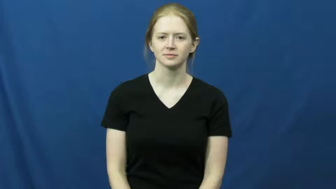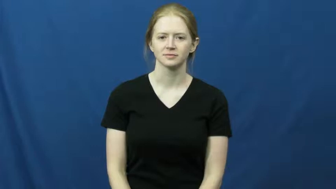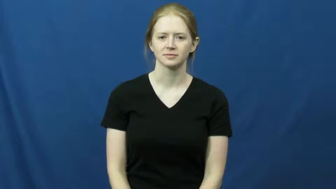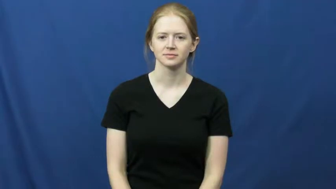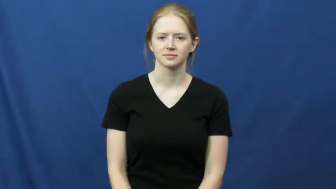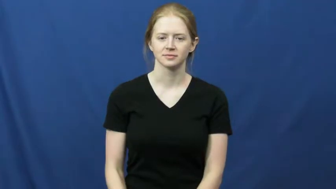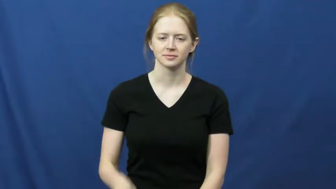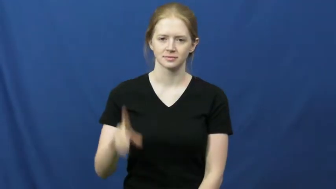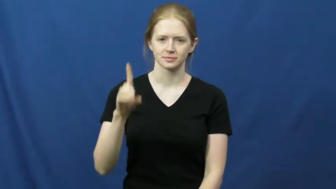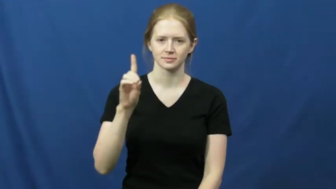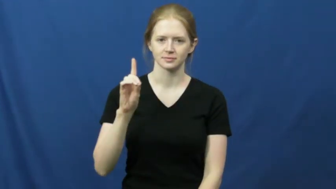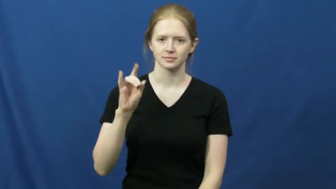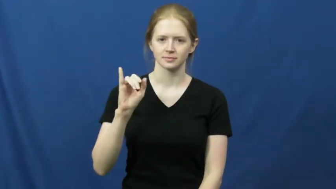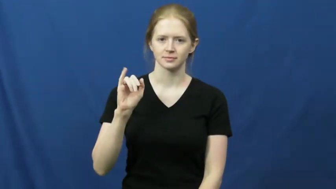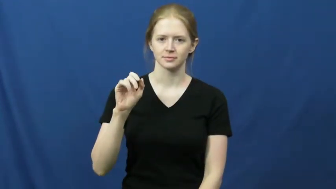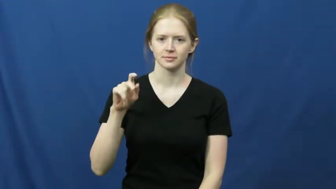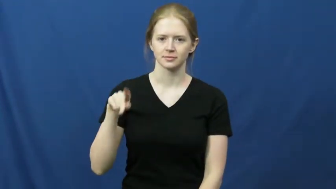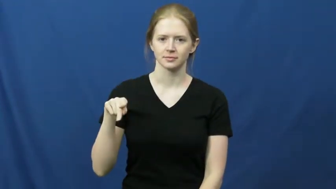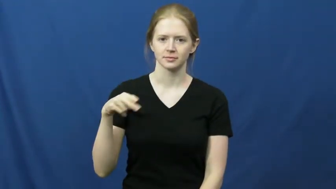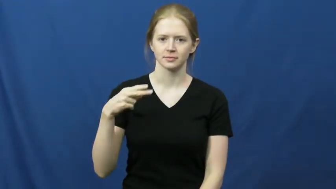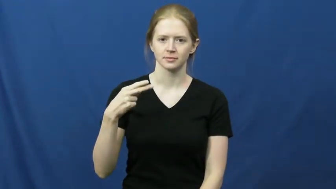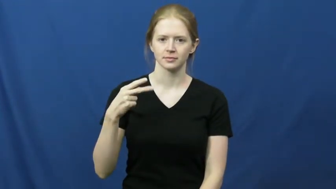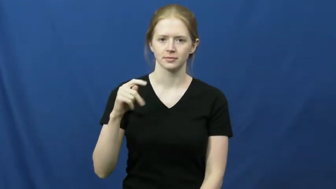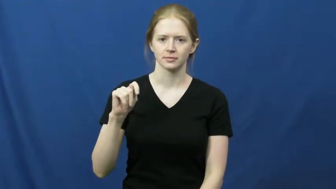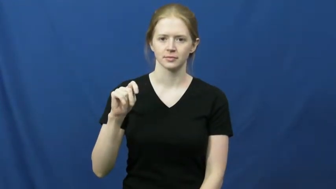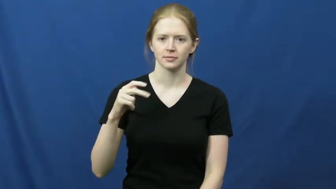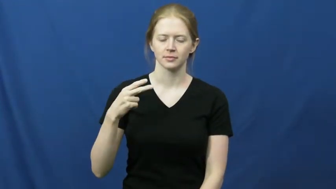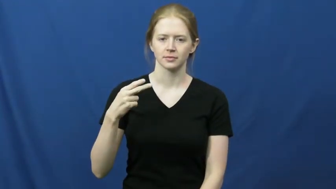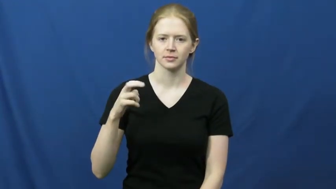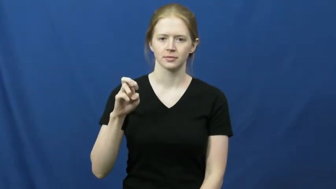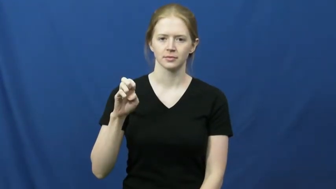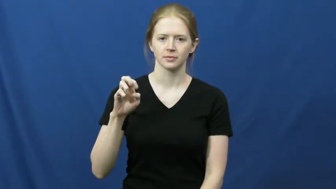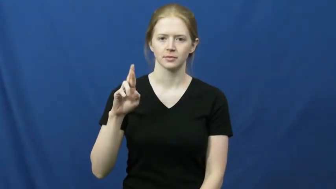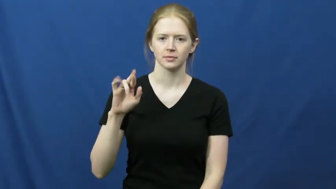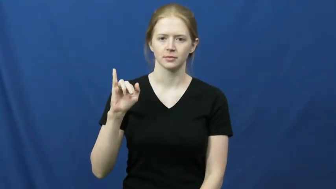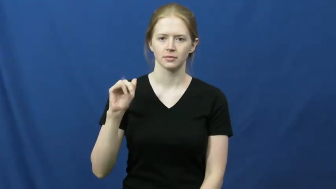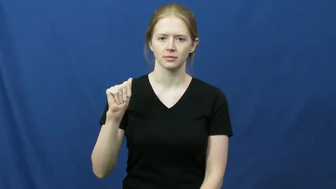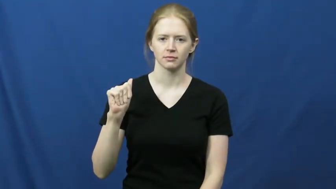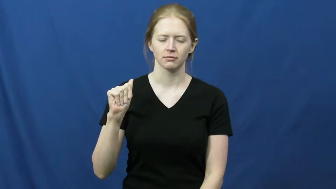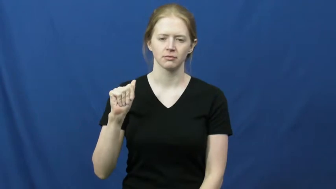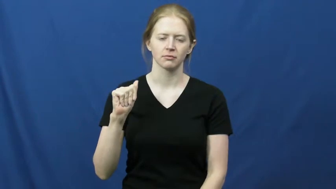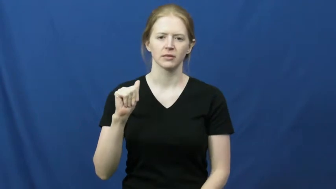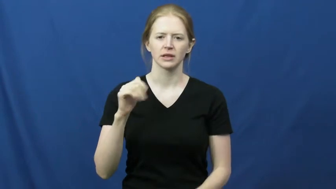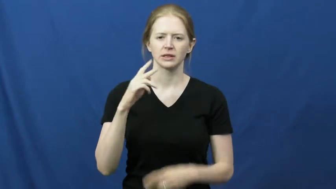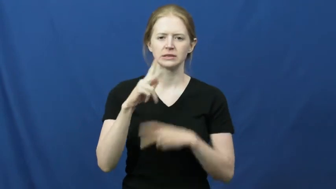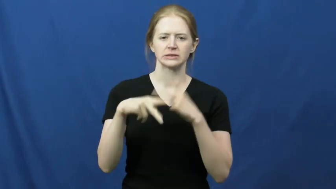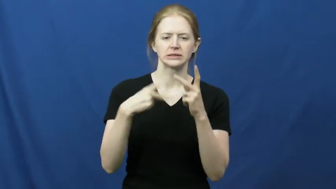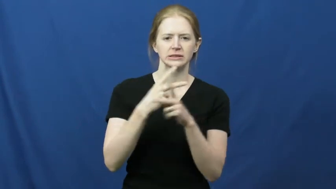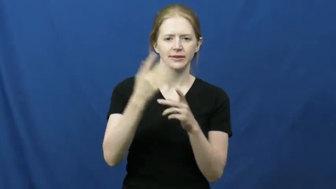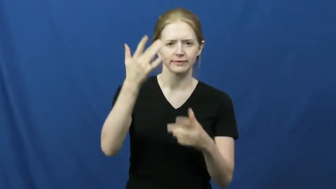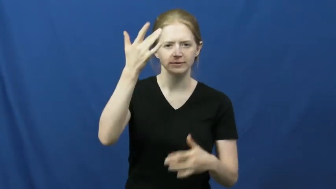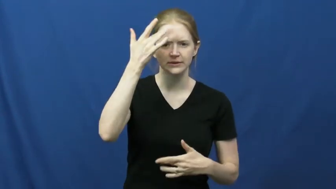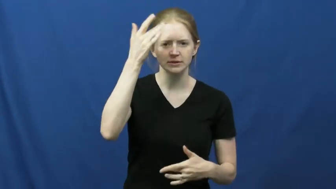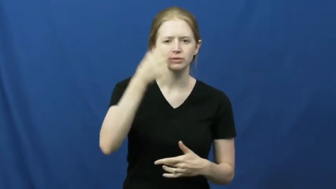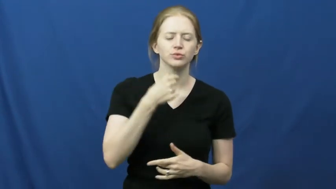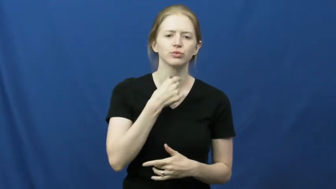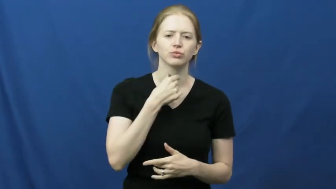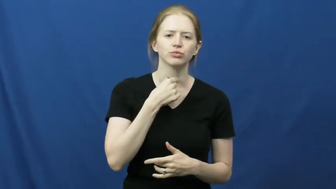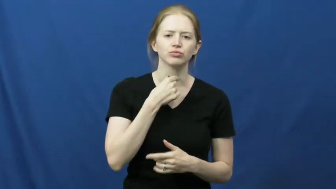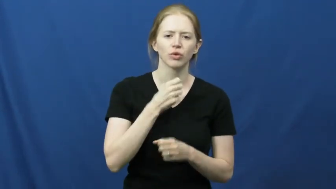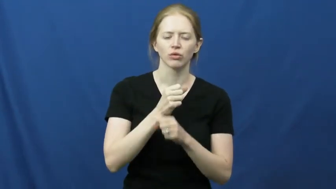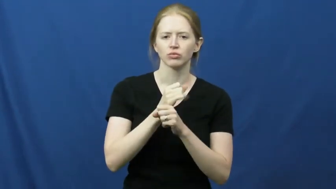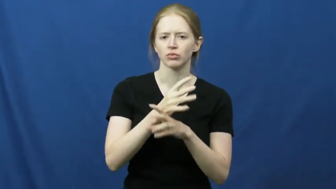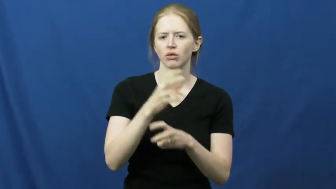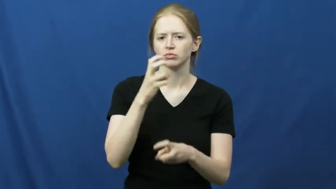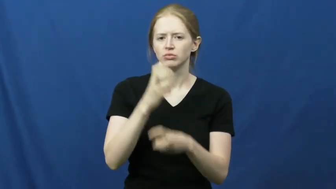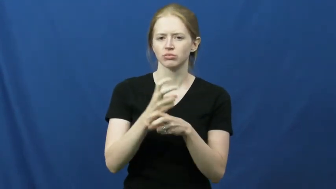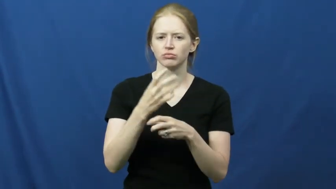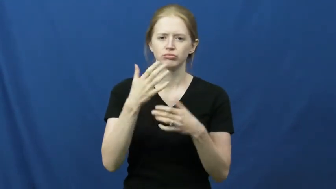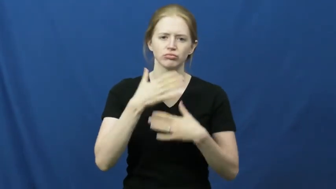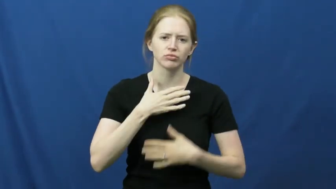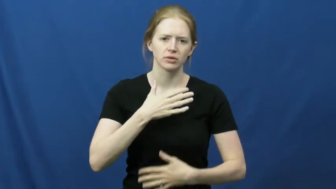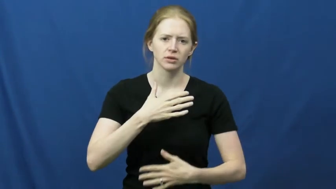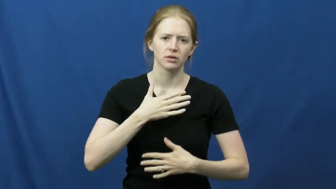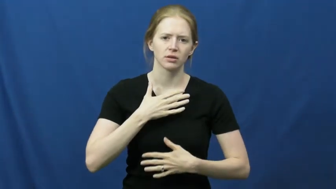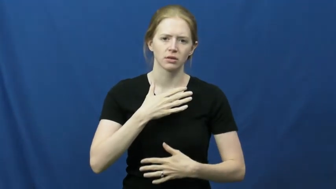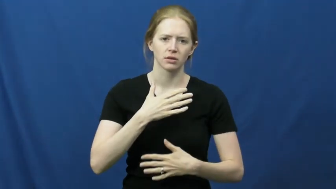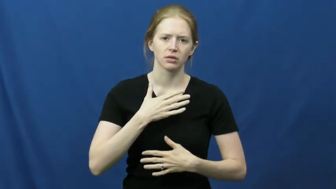diphtheria